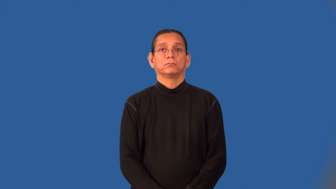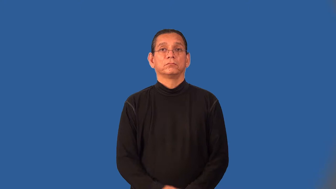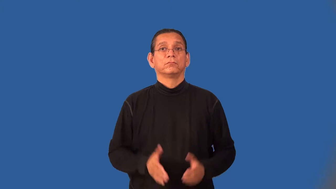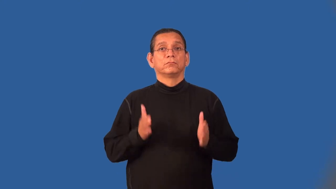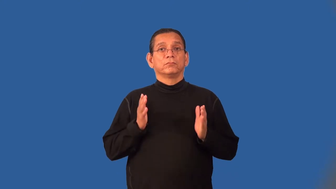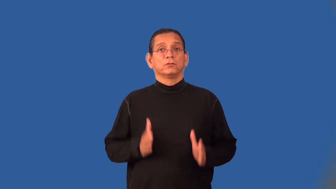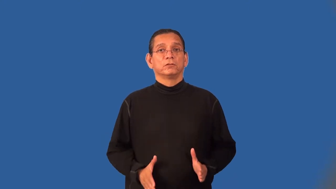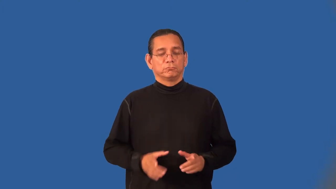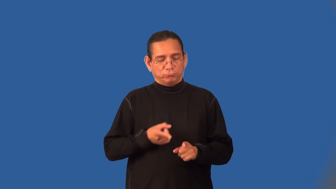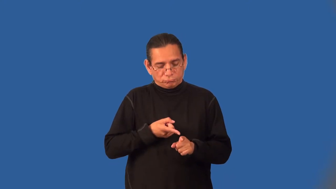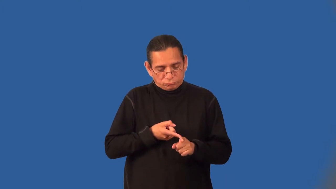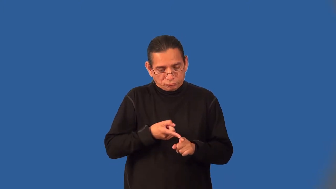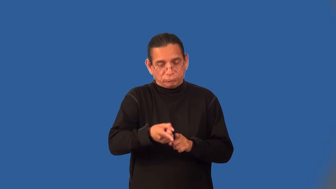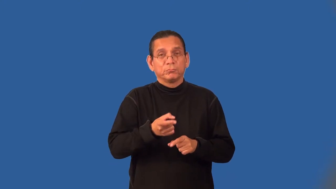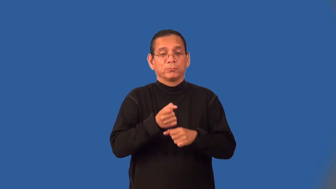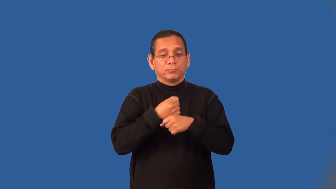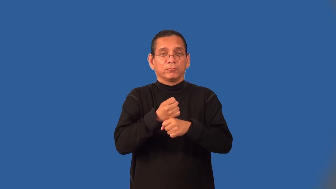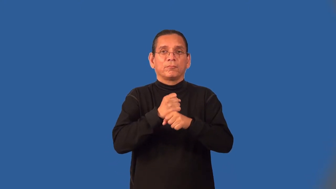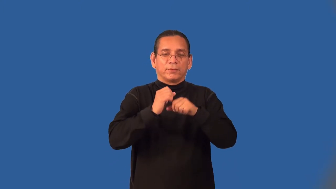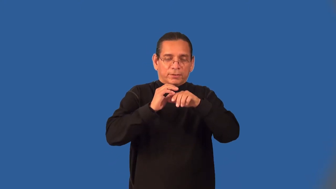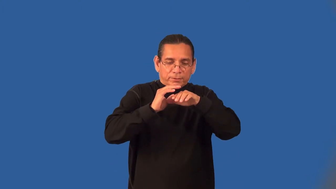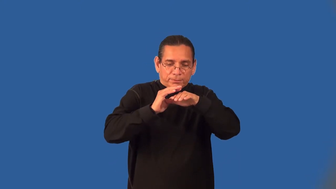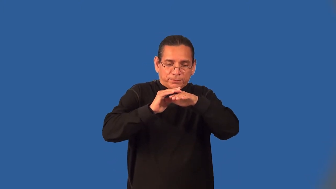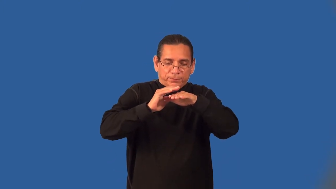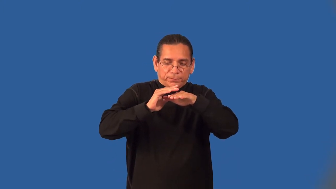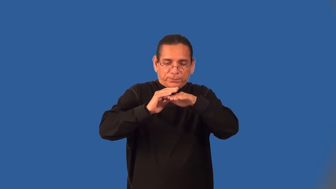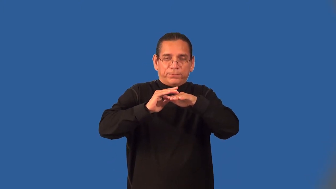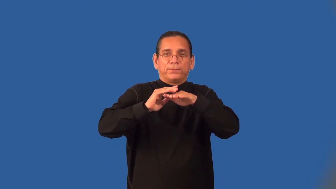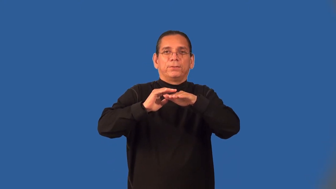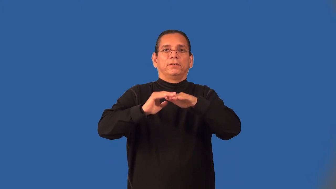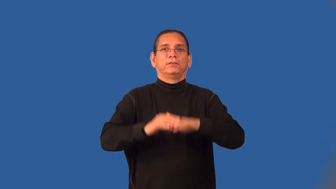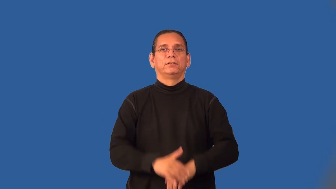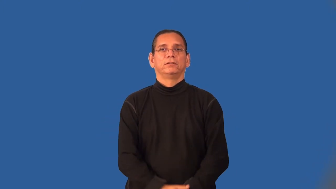embosser